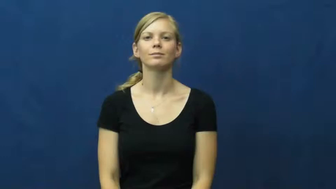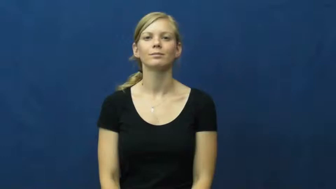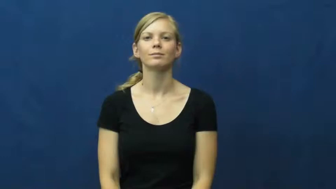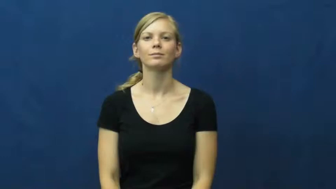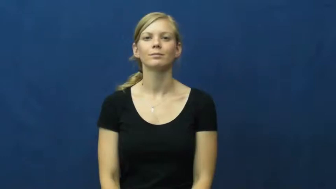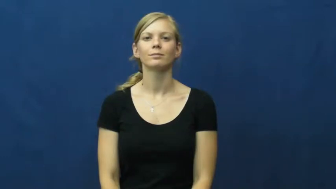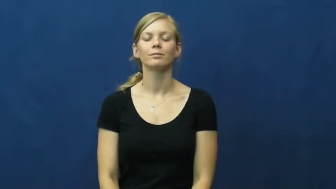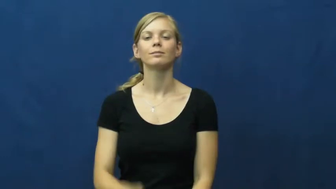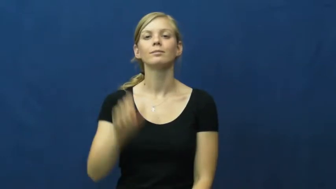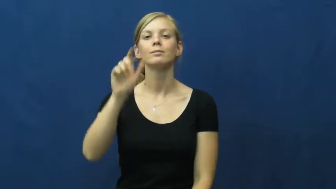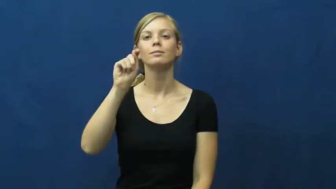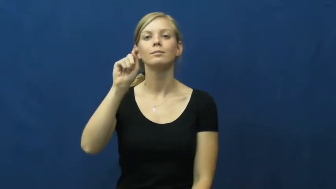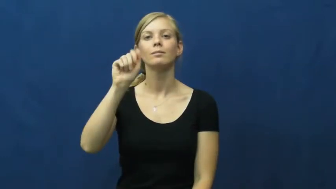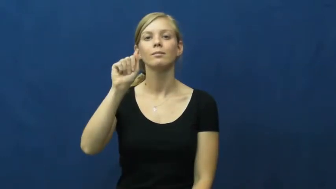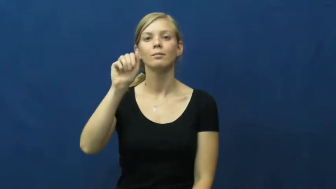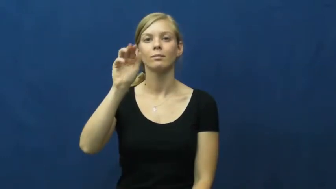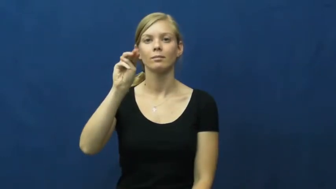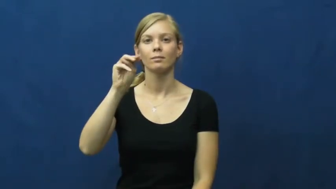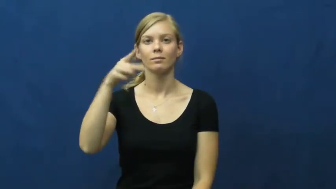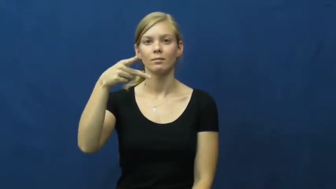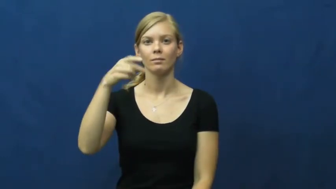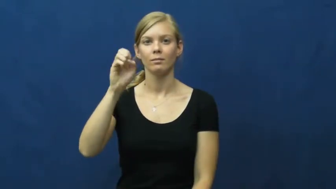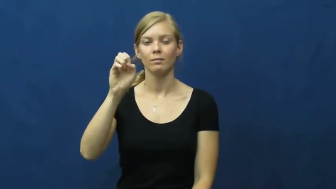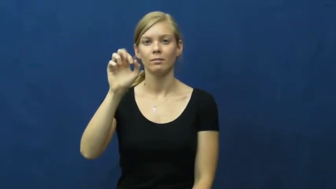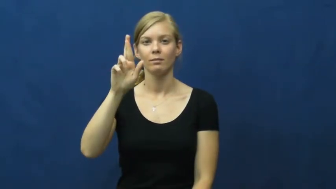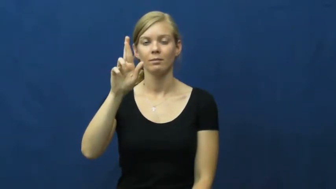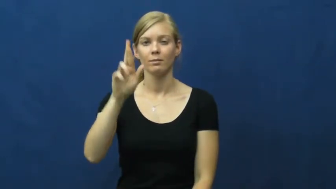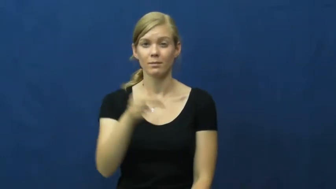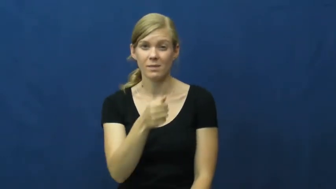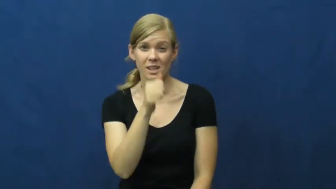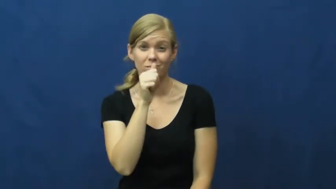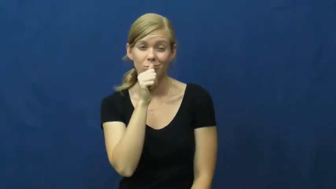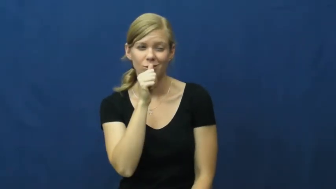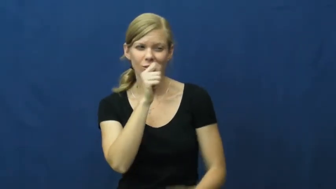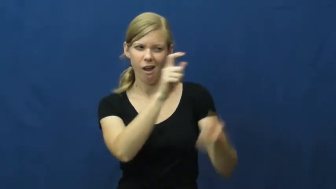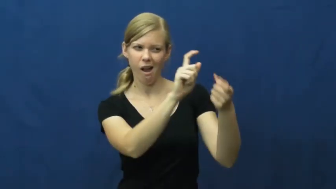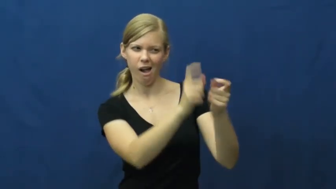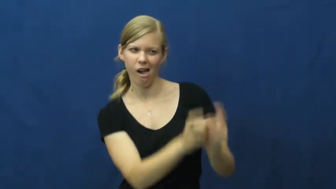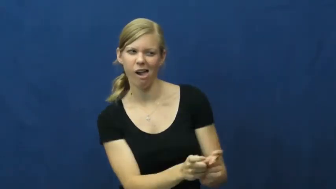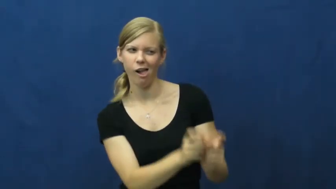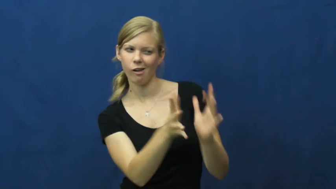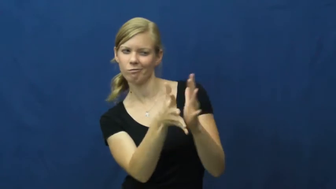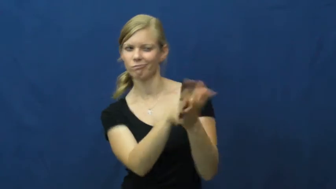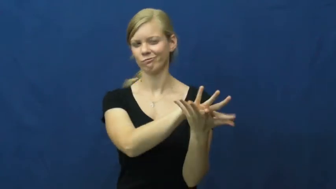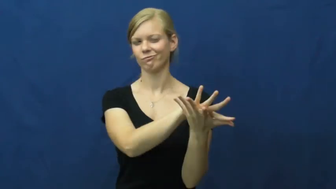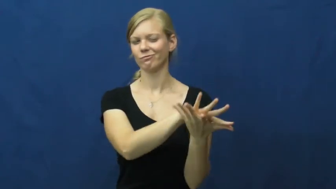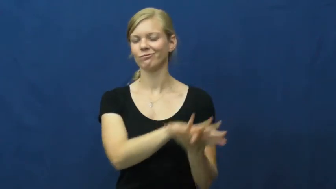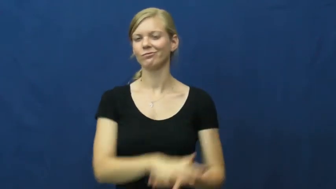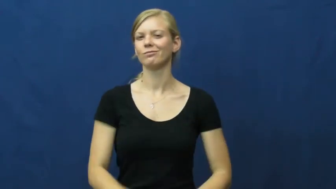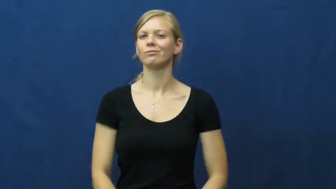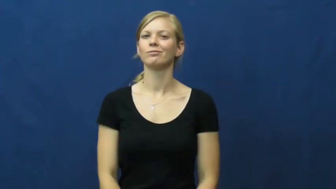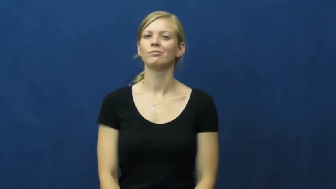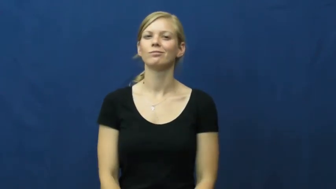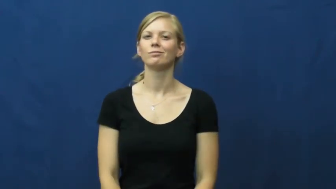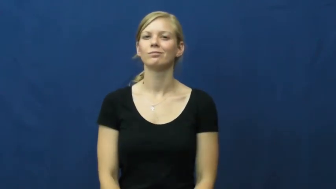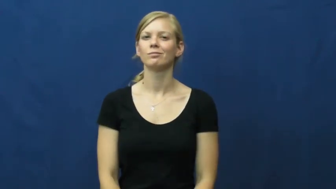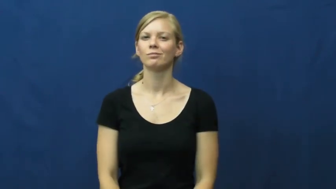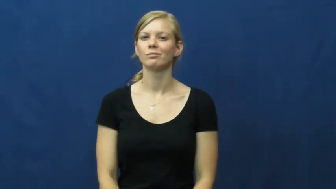tamper